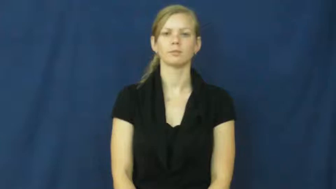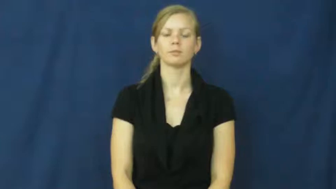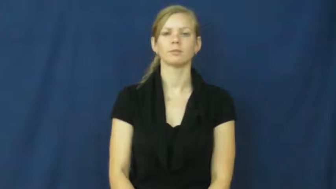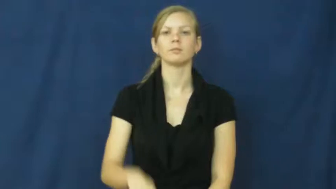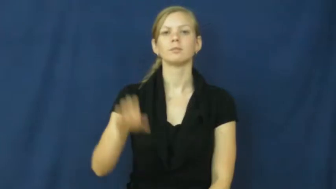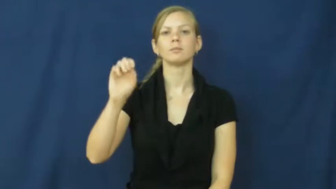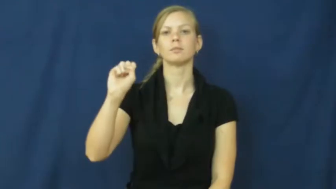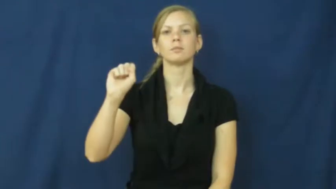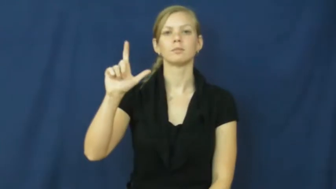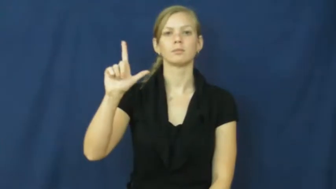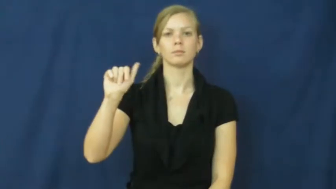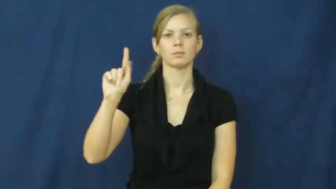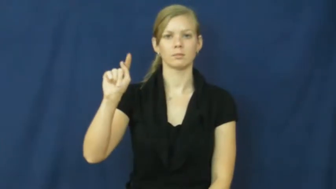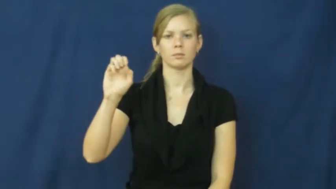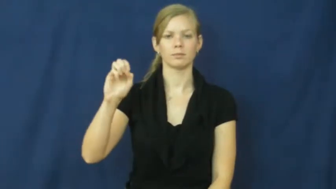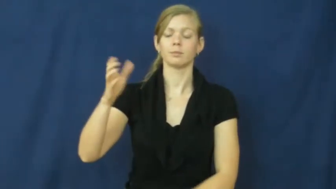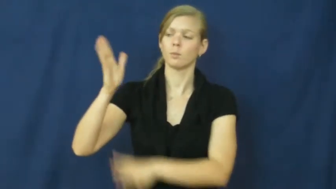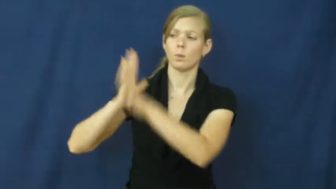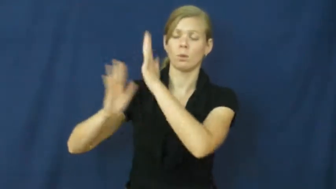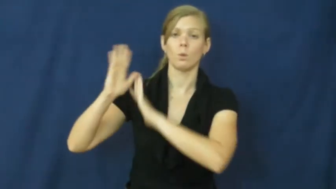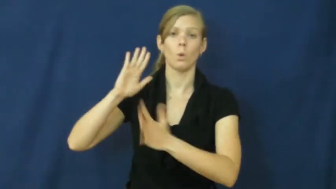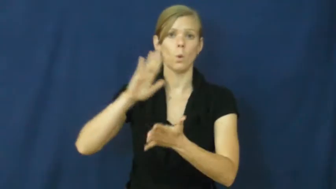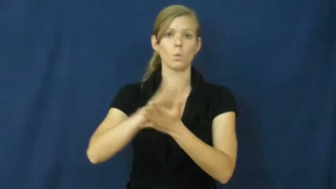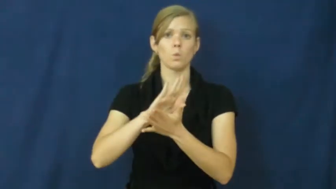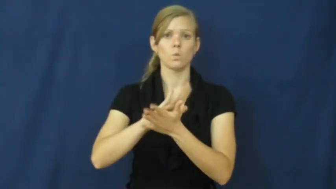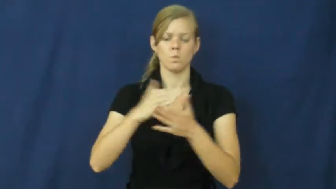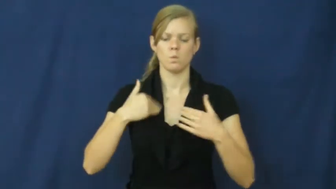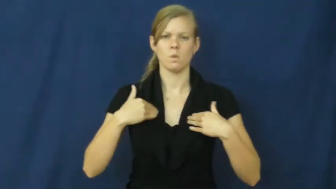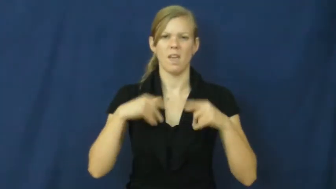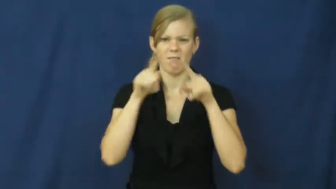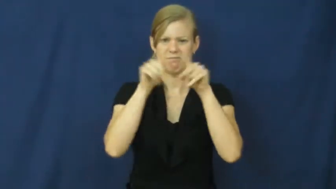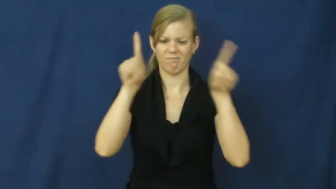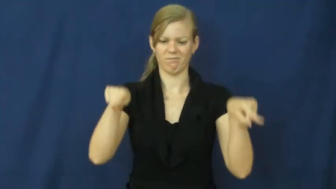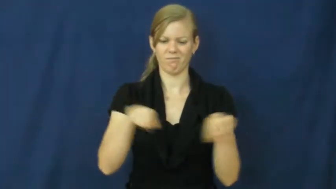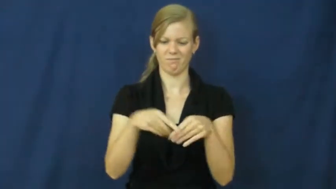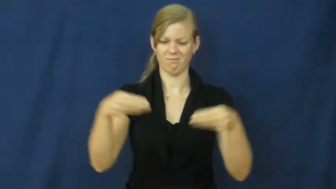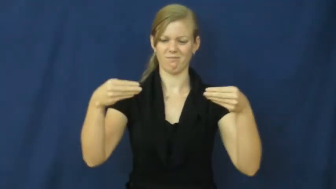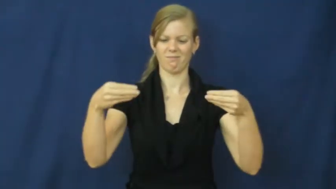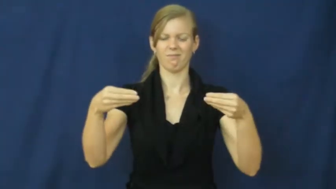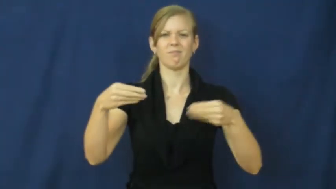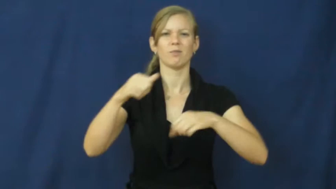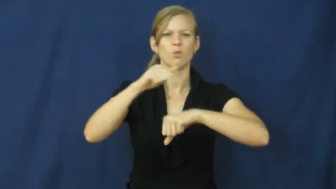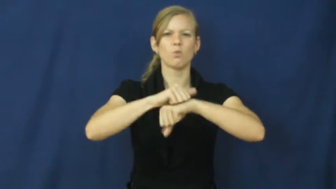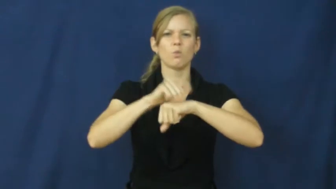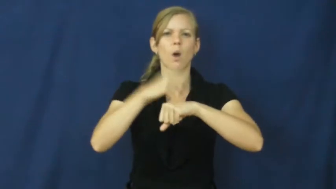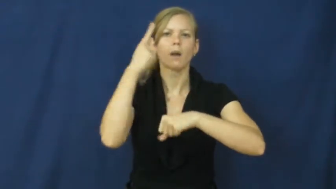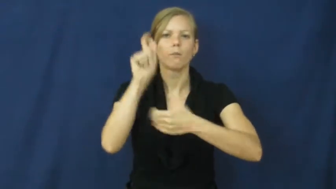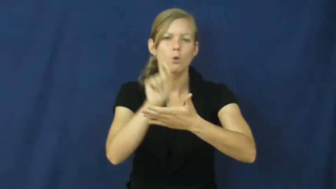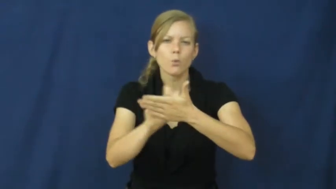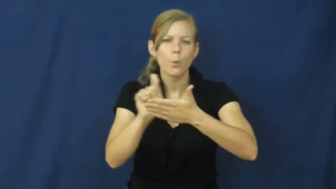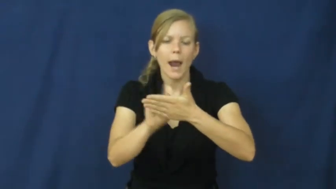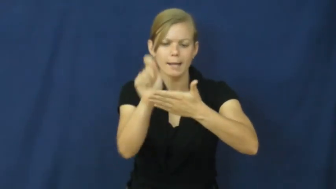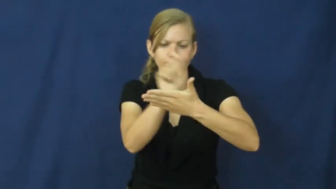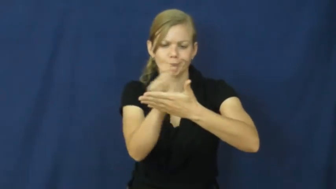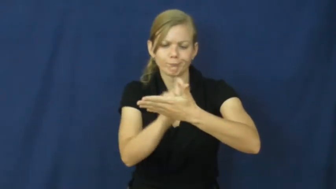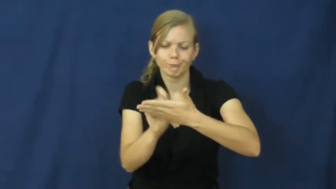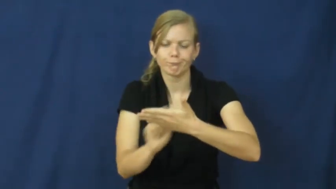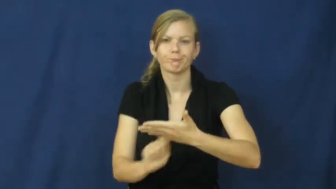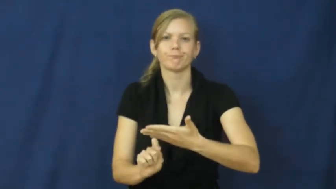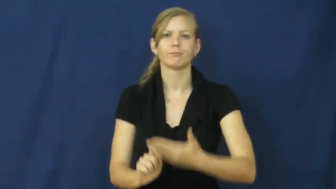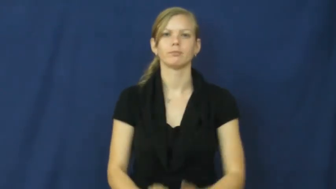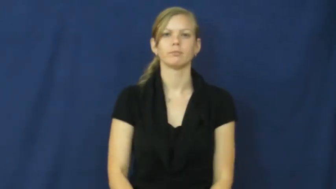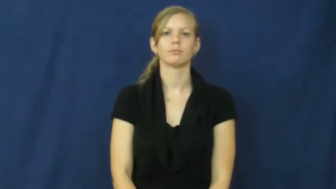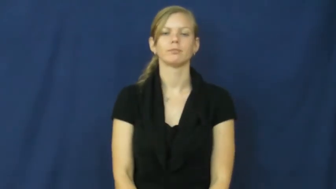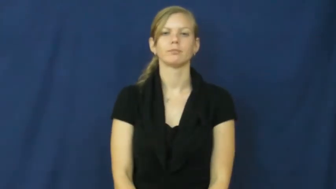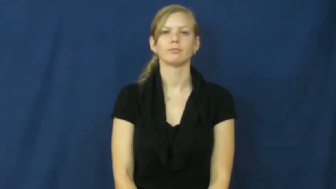slate-small board